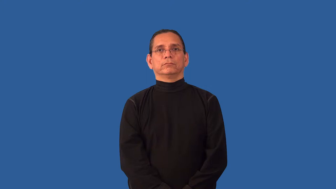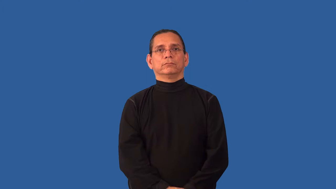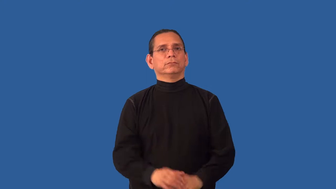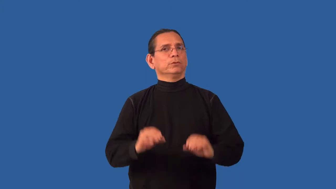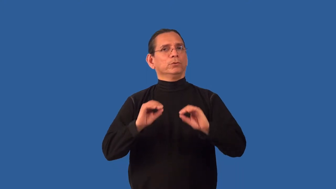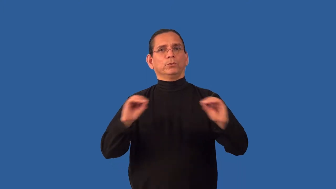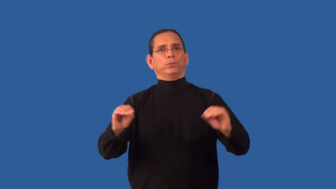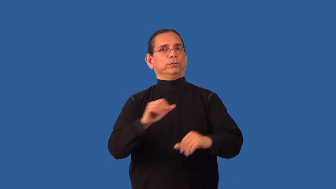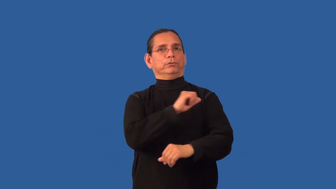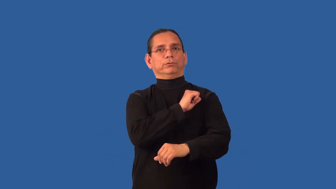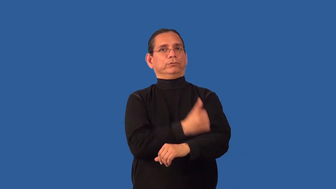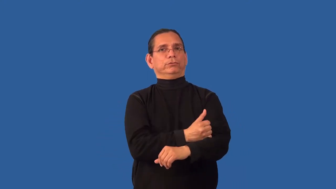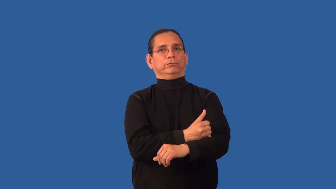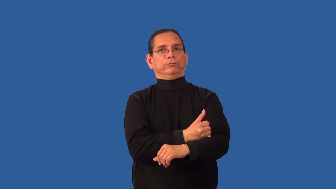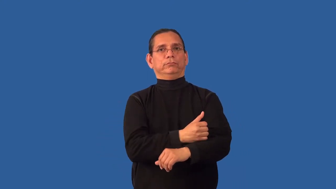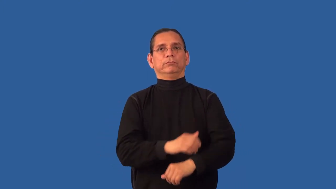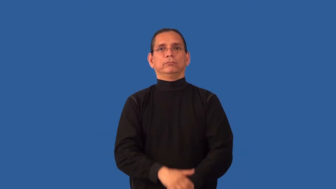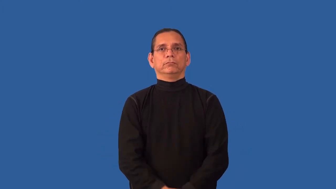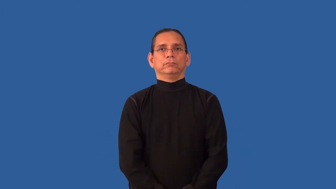unsanctioned